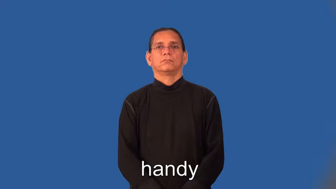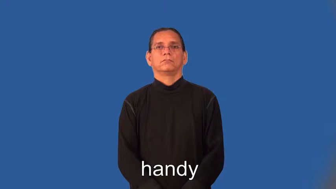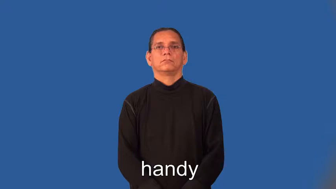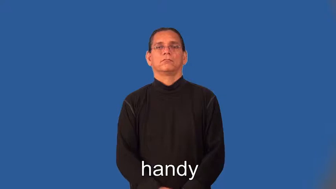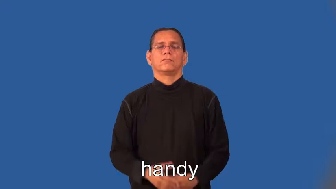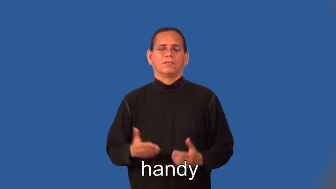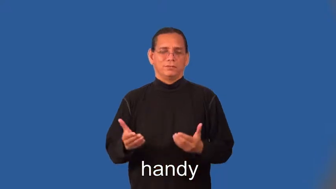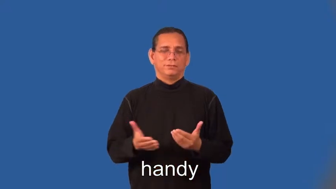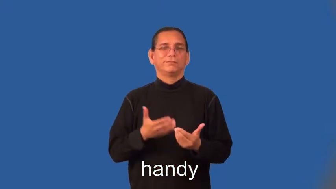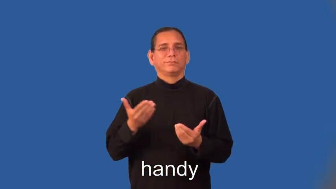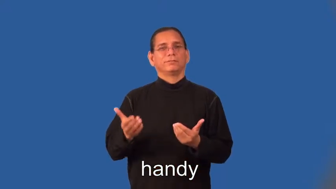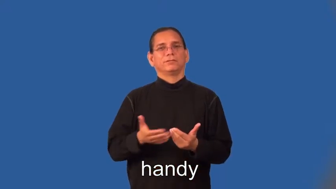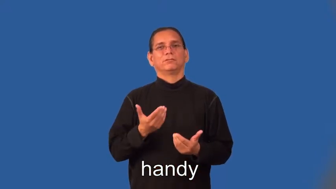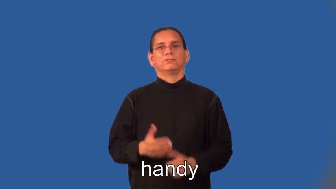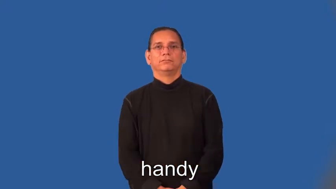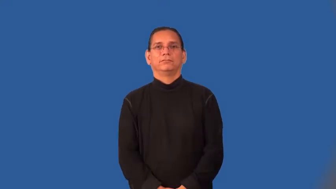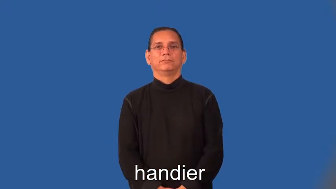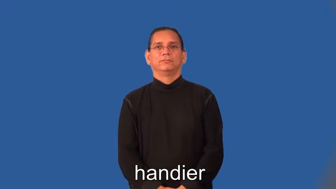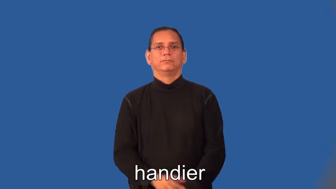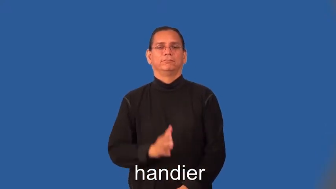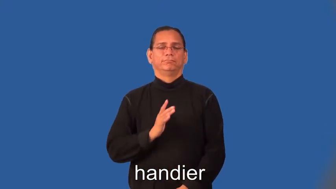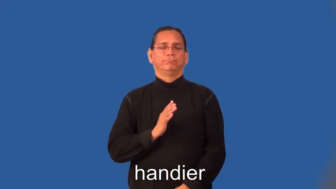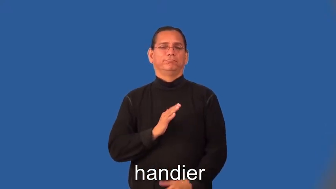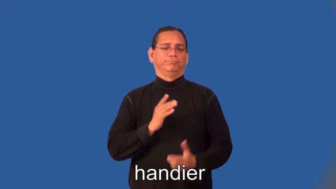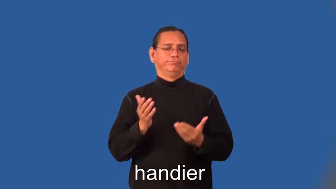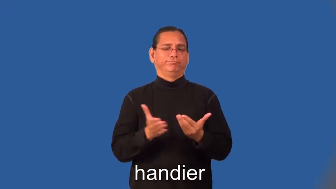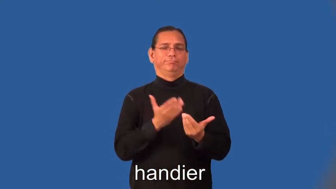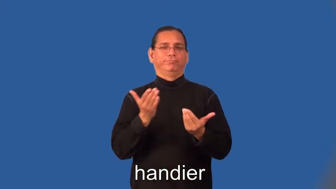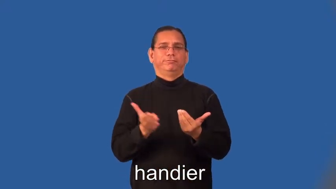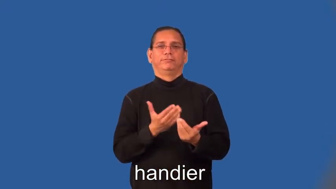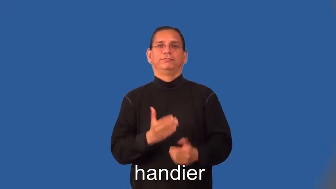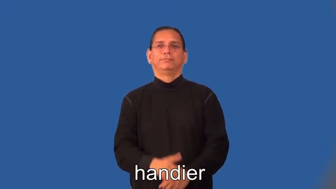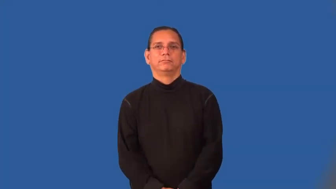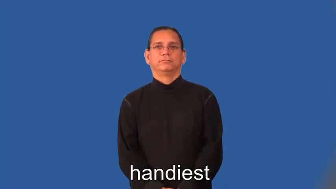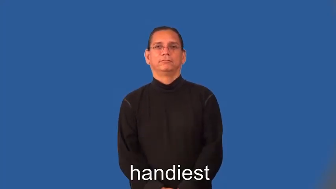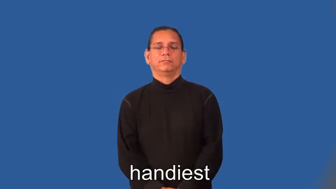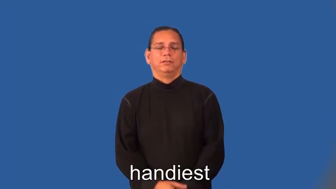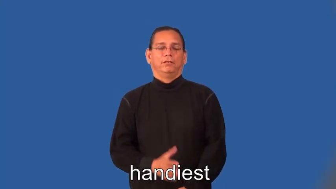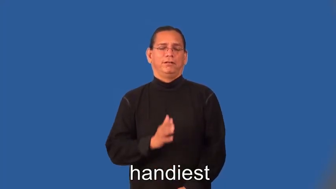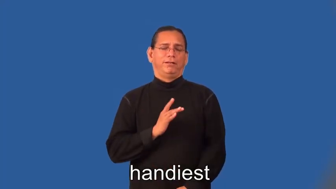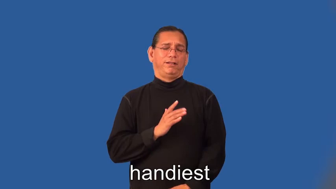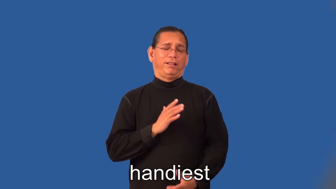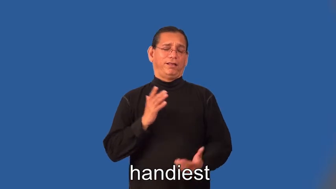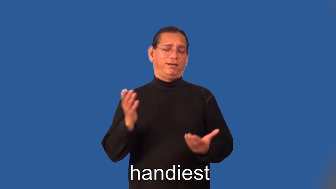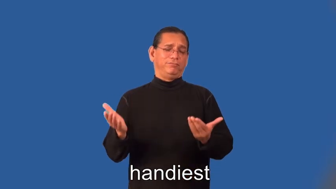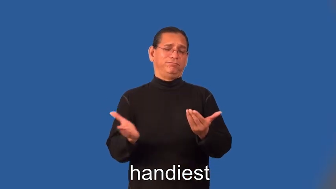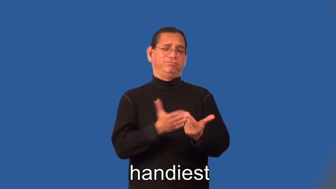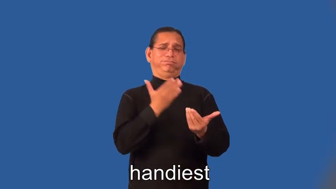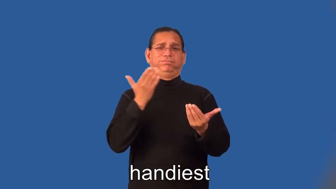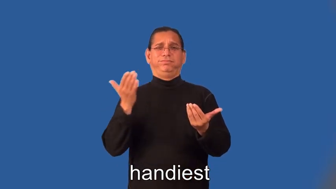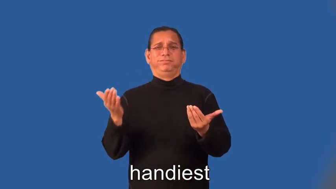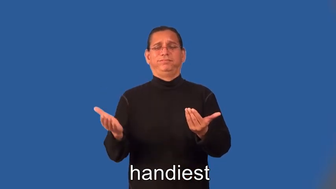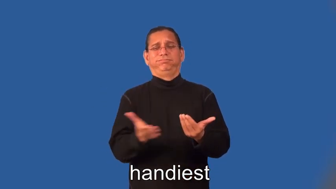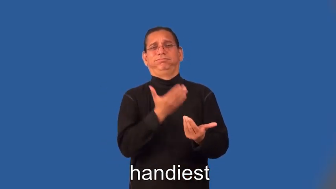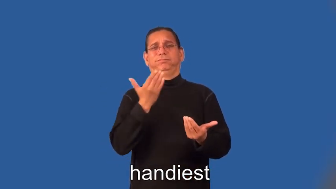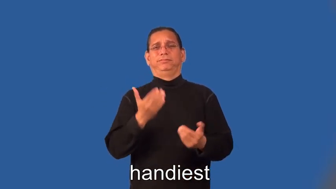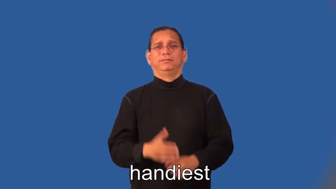handier,handiest